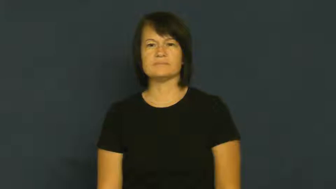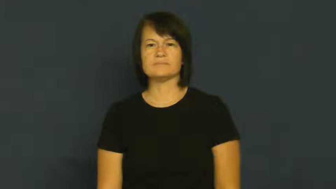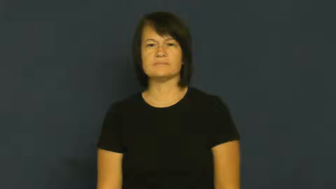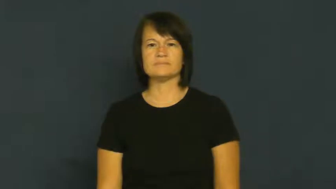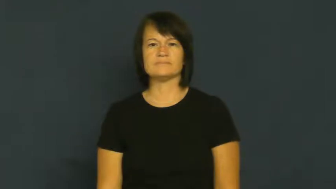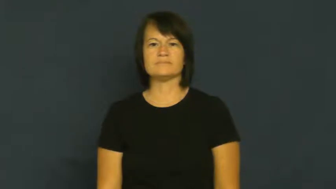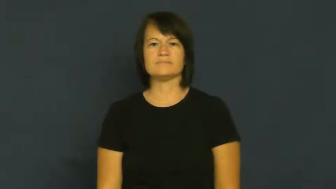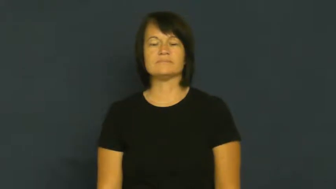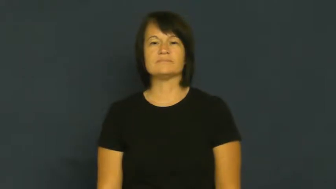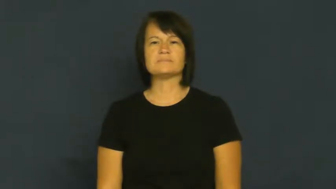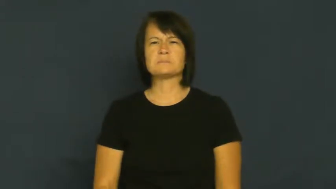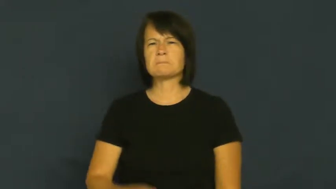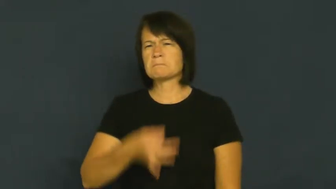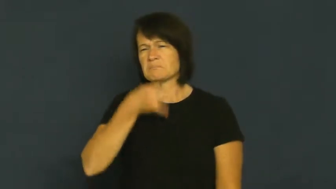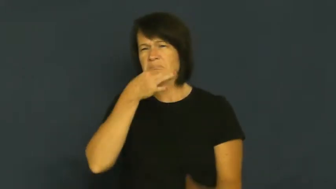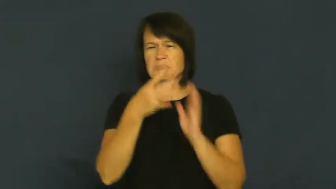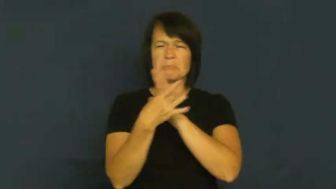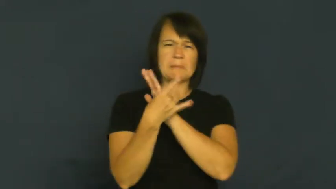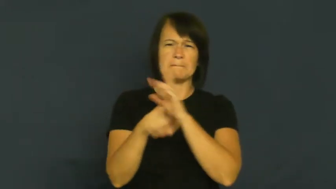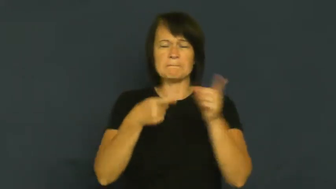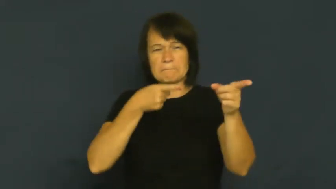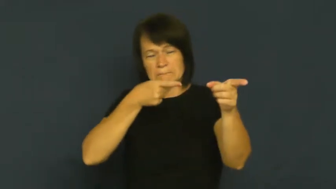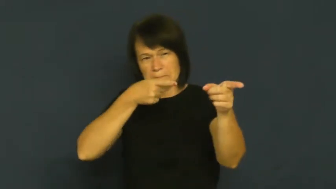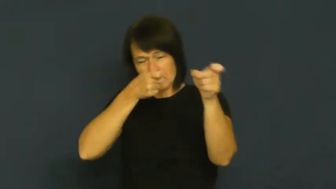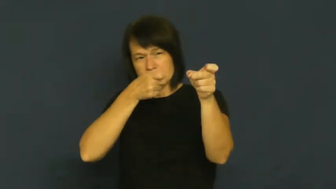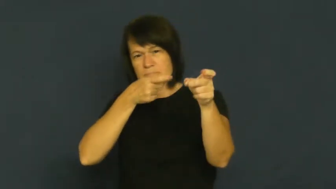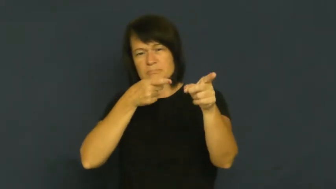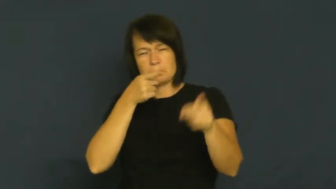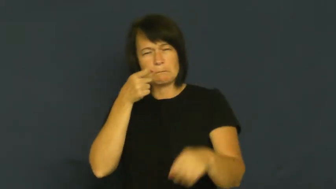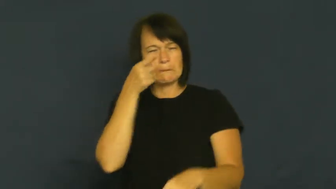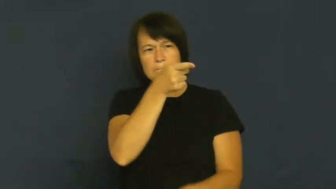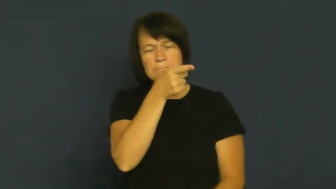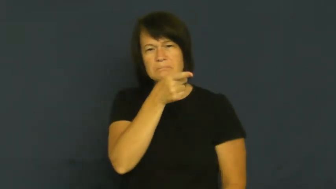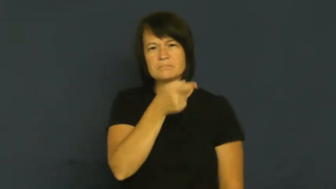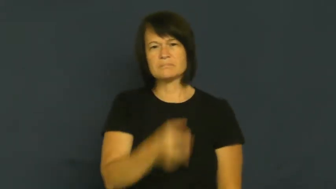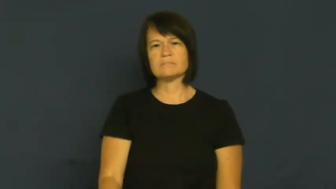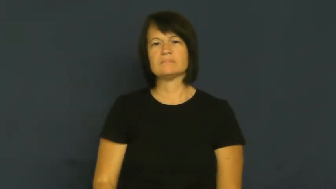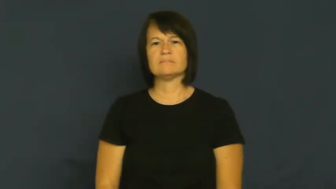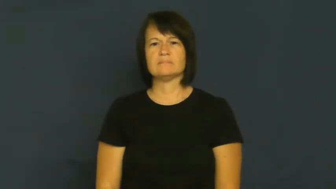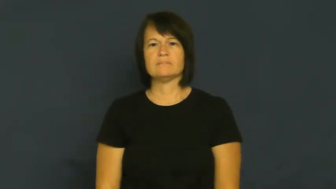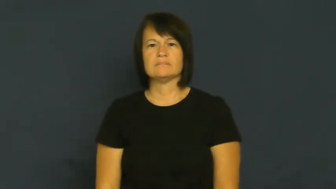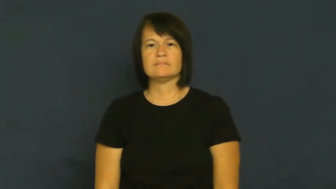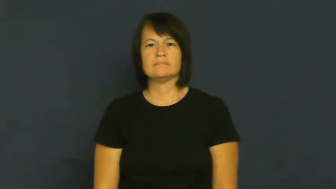deadeye